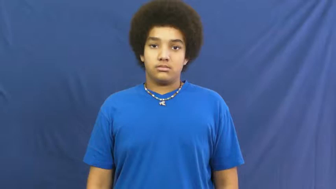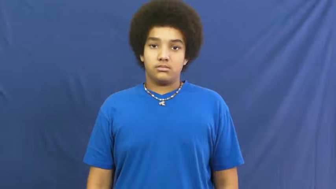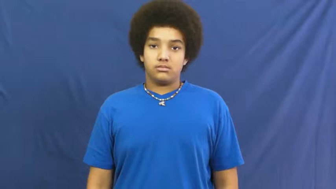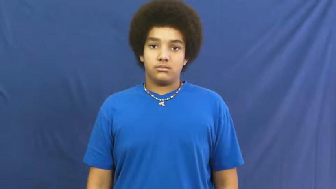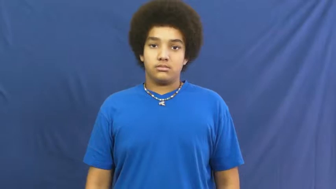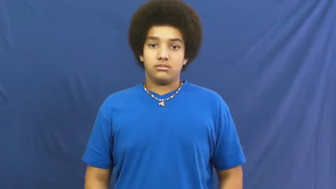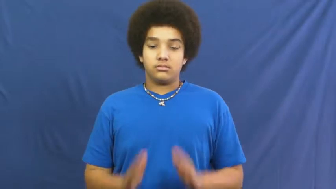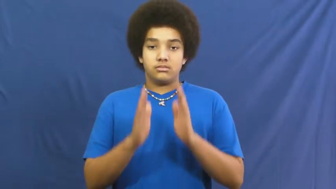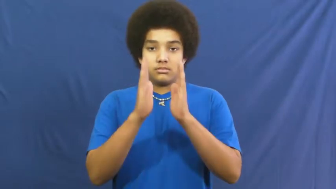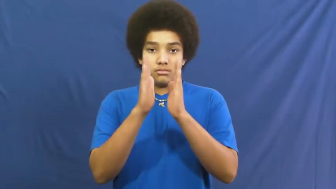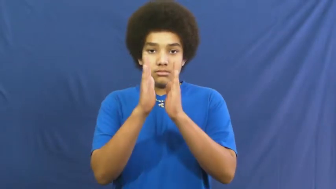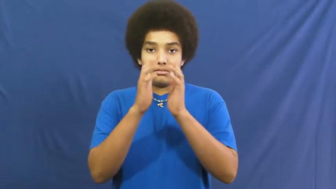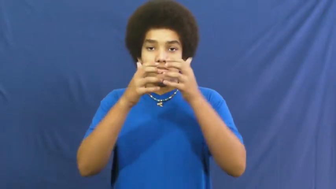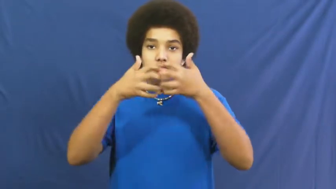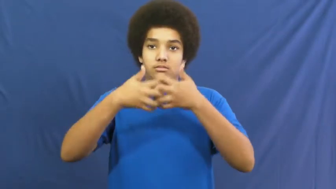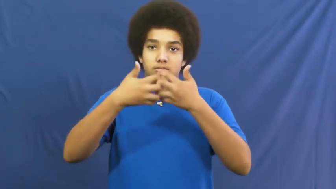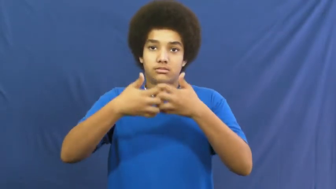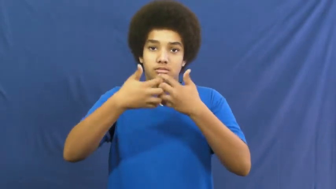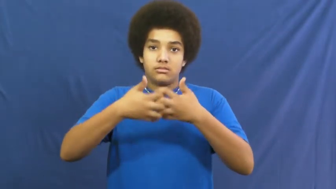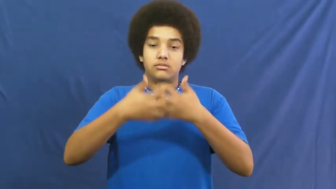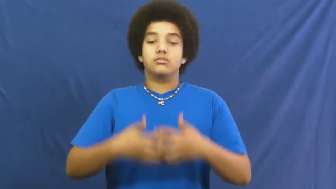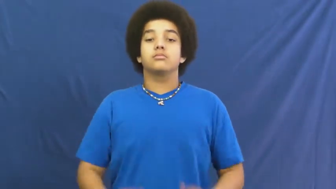device